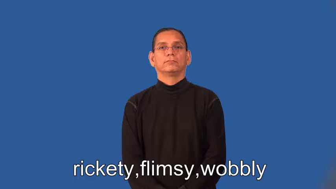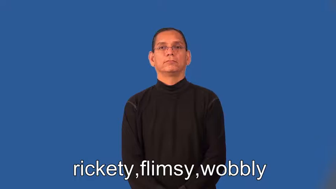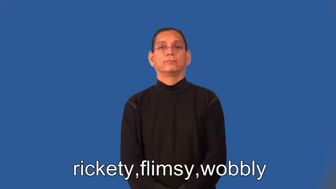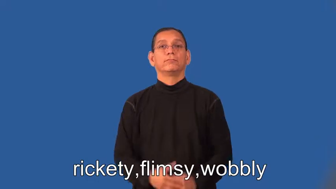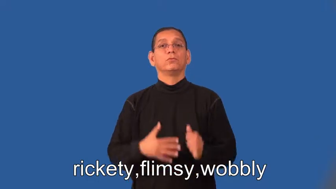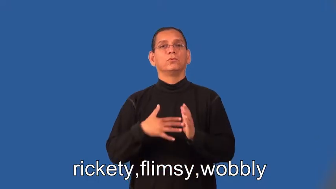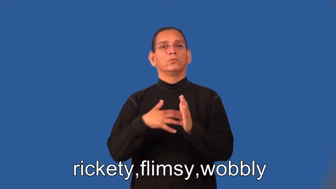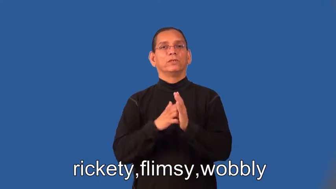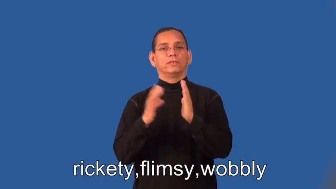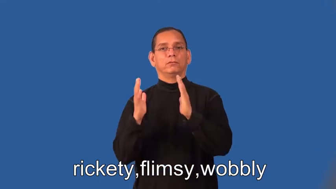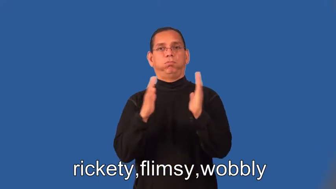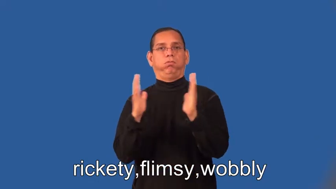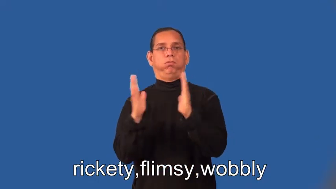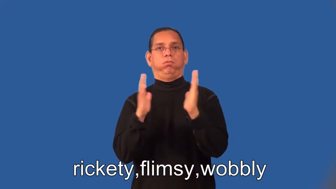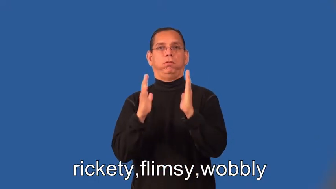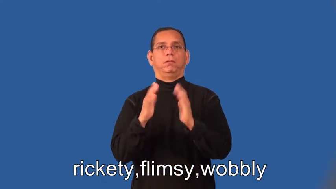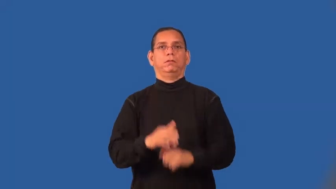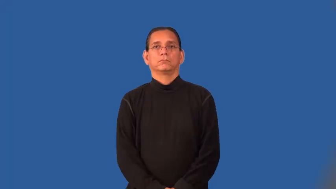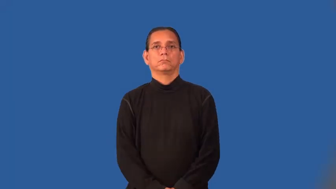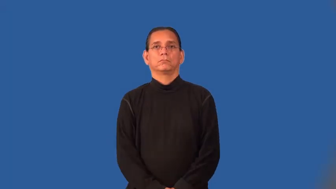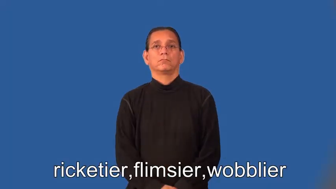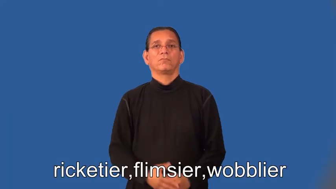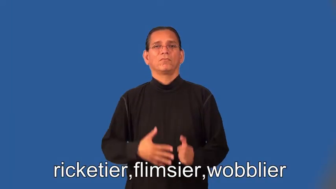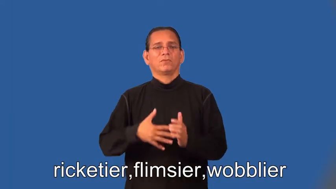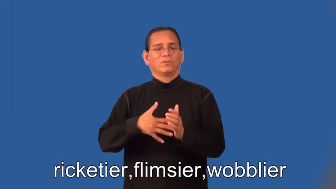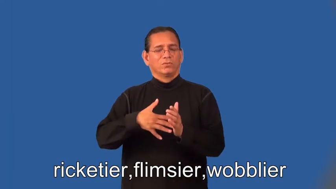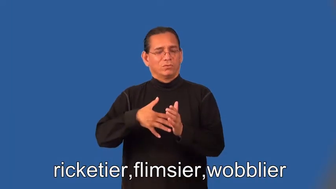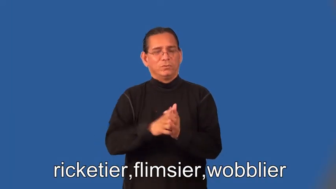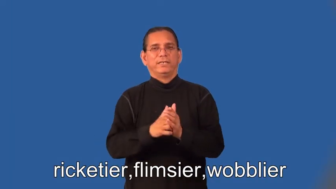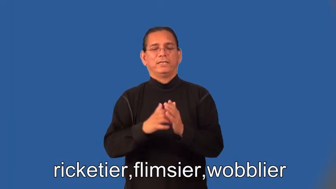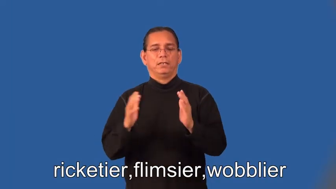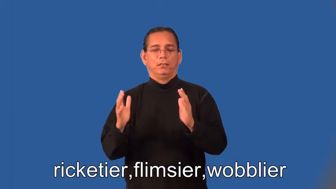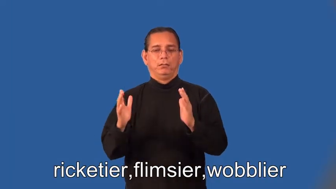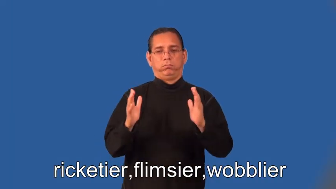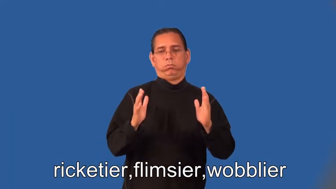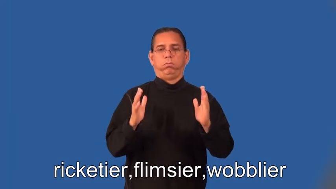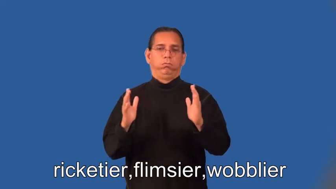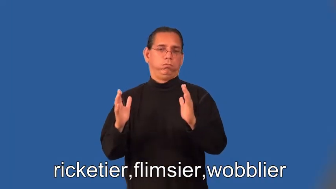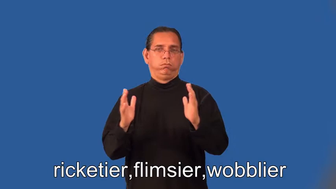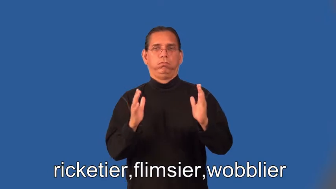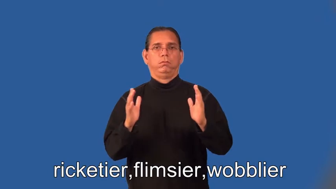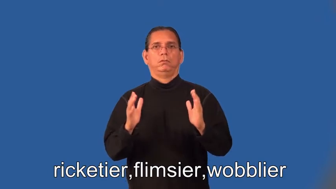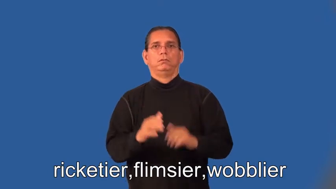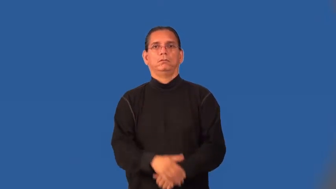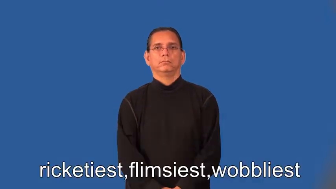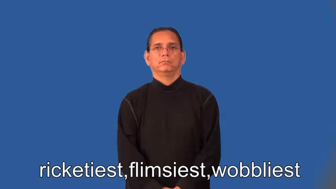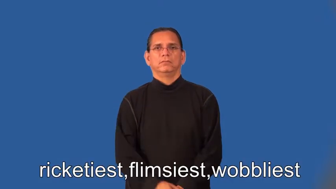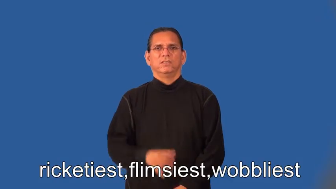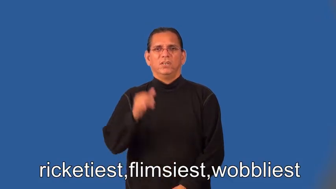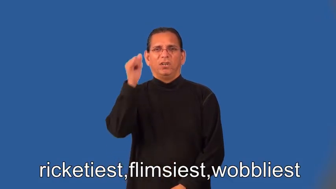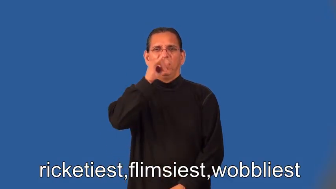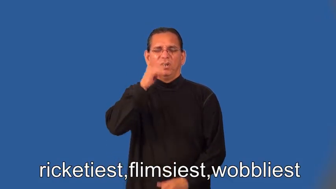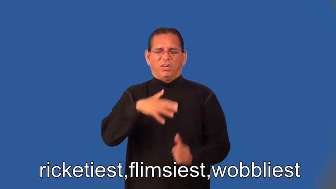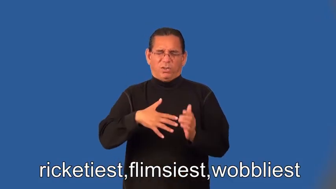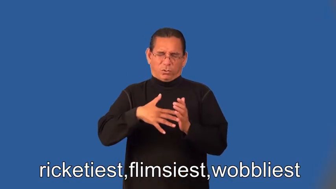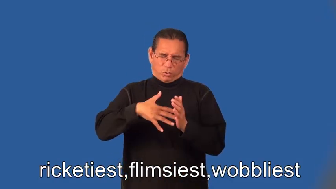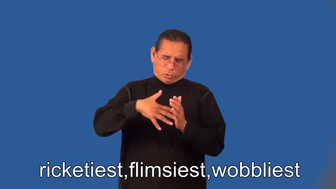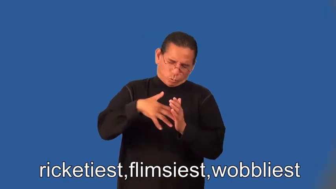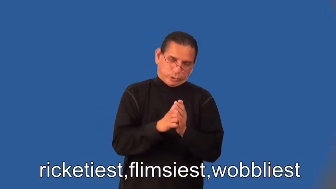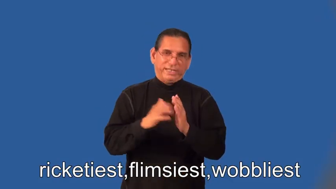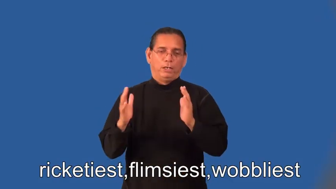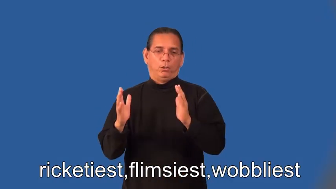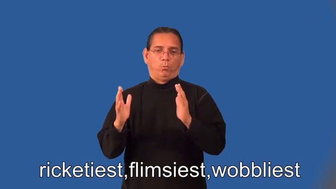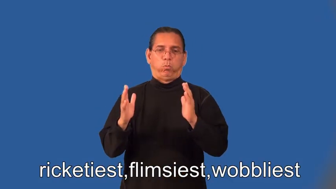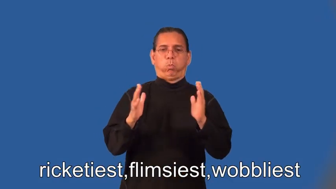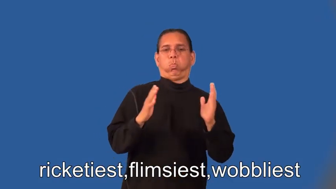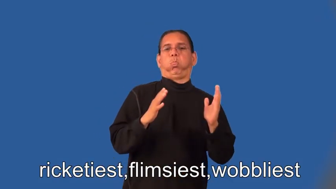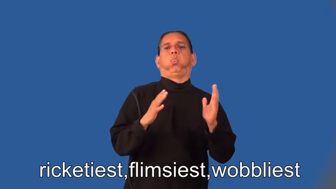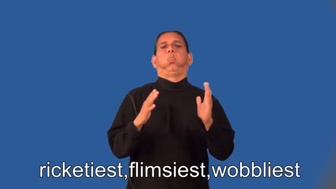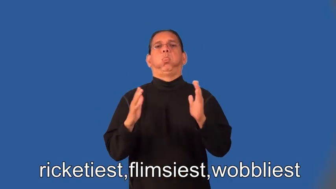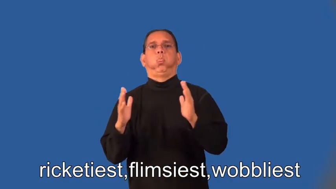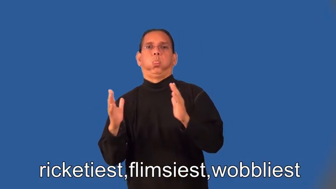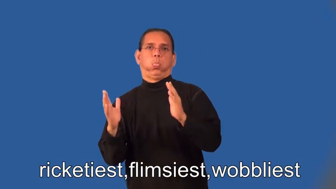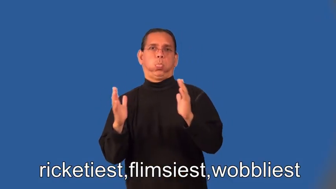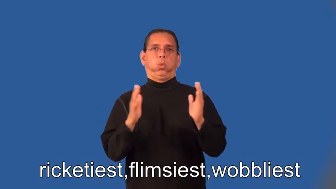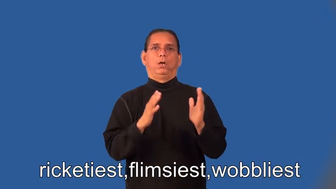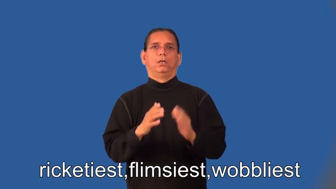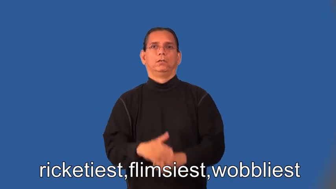ricketier,flimsier,wobblier,ricketiest,flimsiest,wobbliest